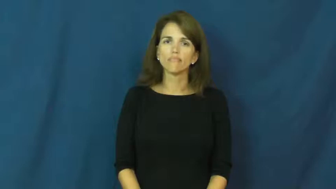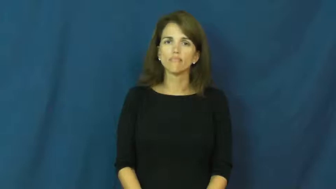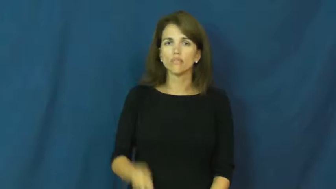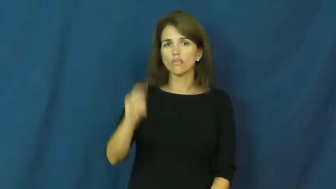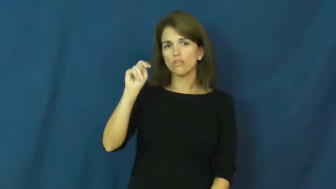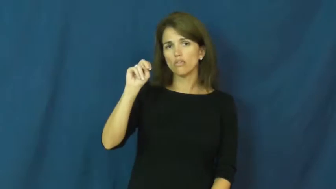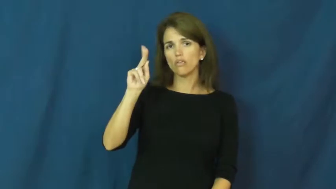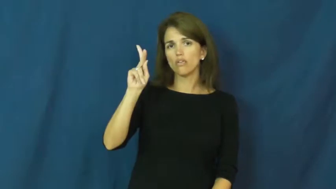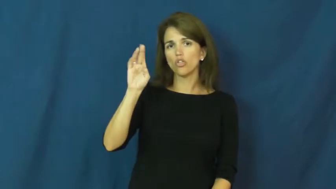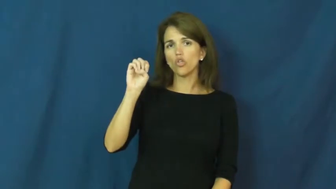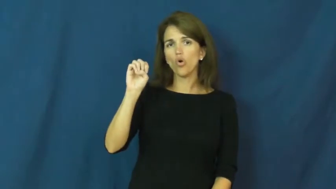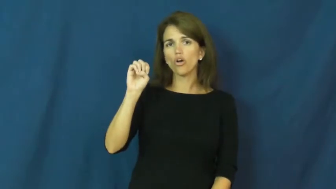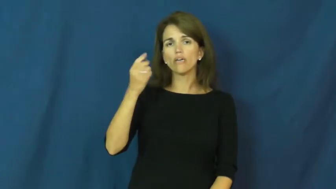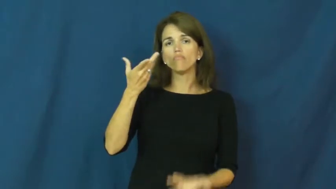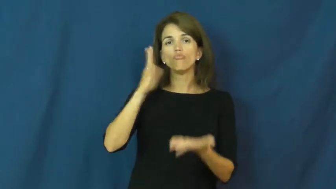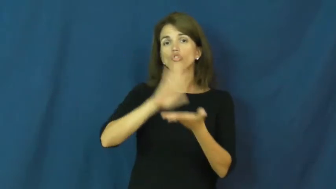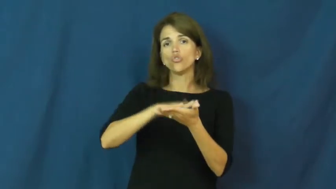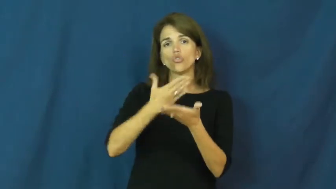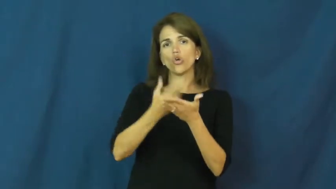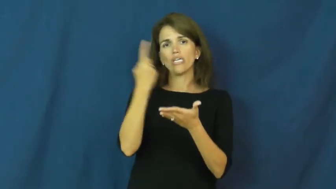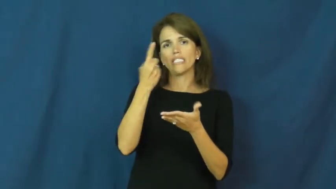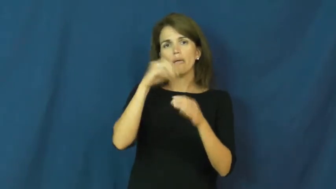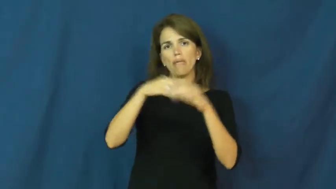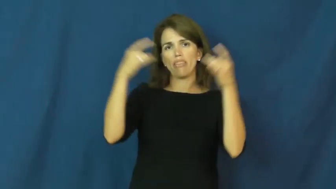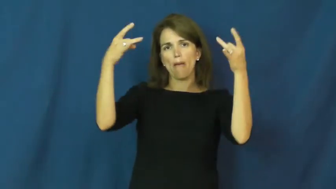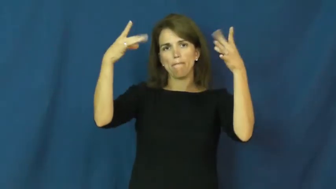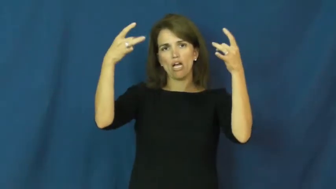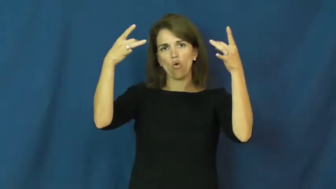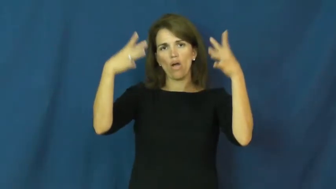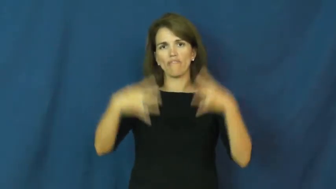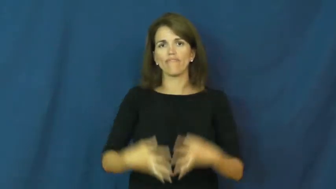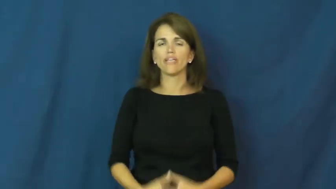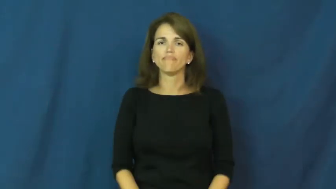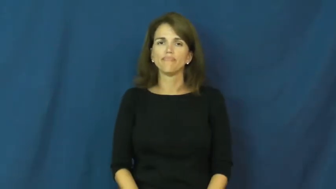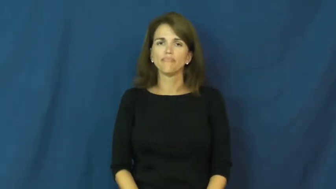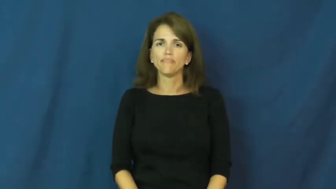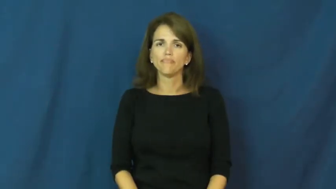nuke-cook